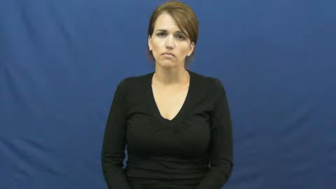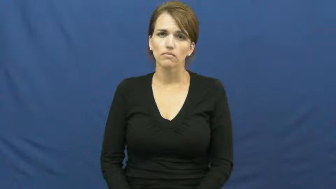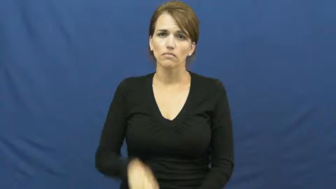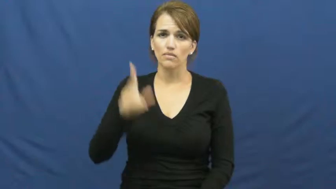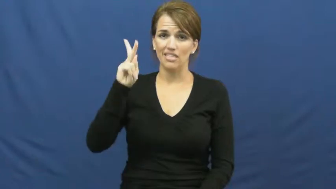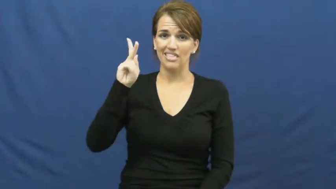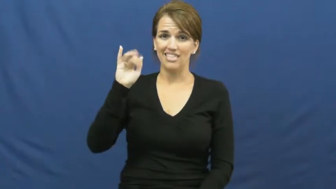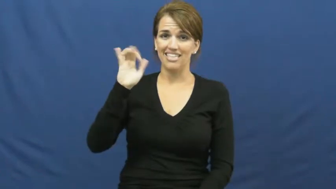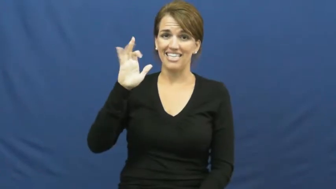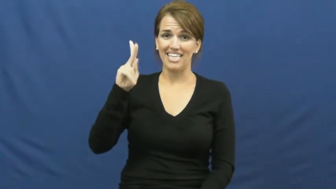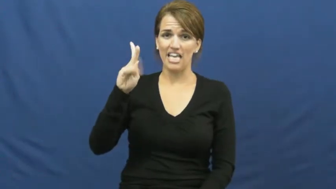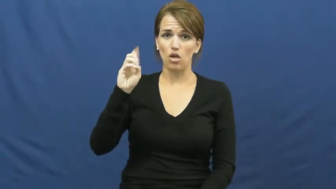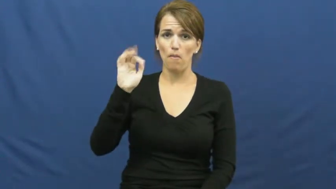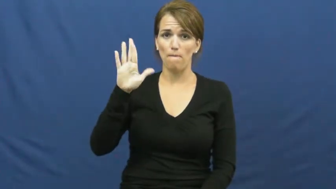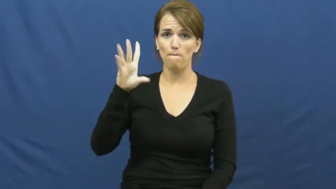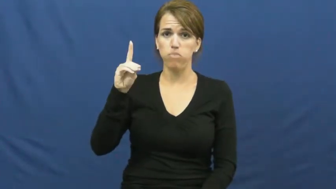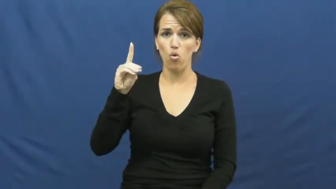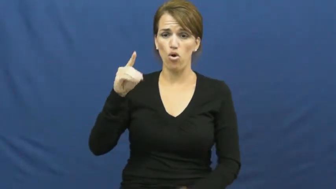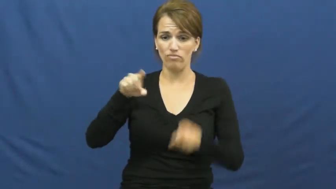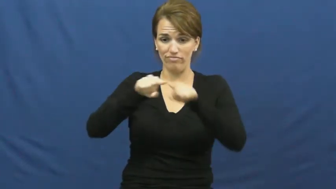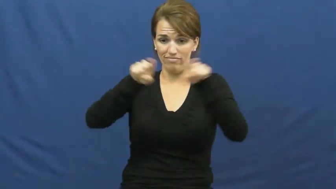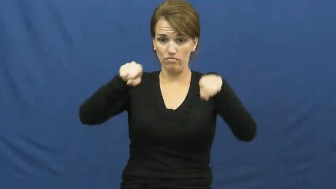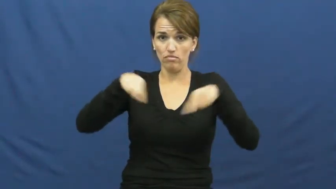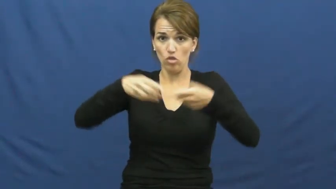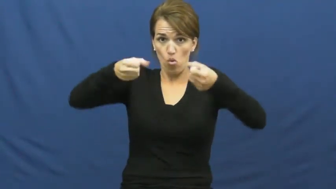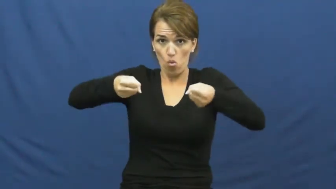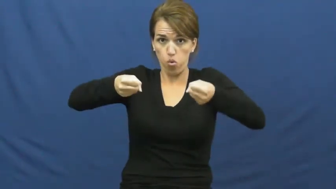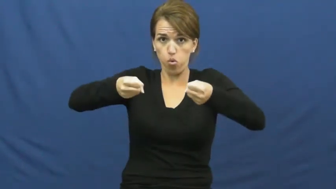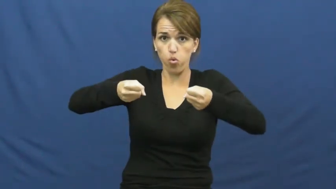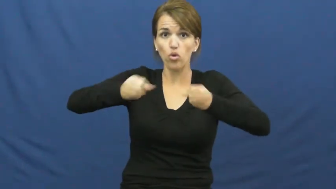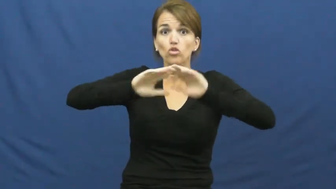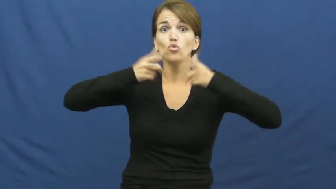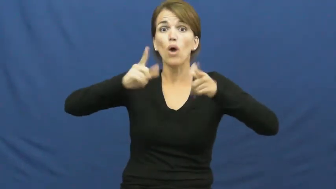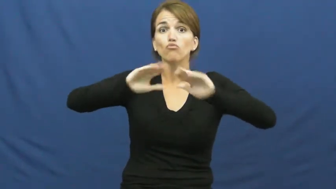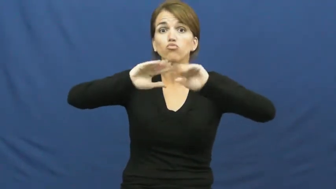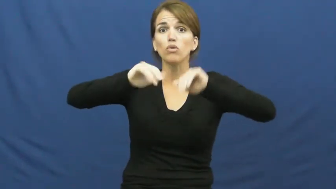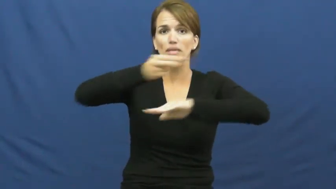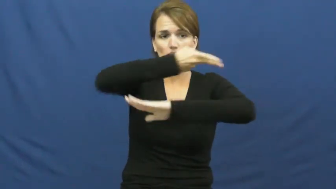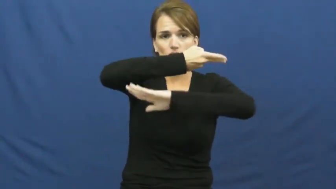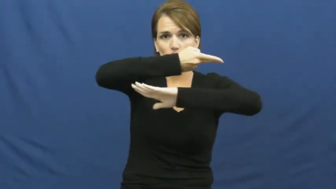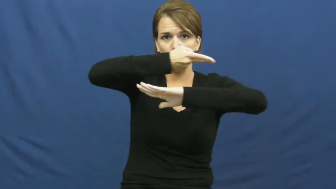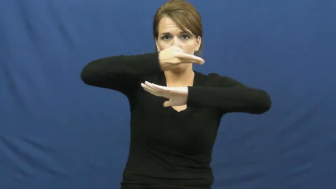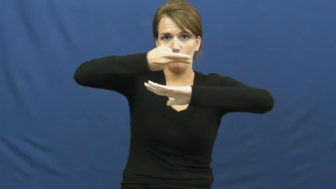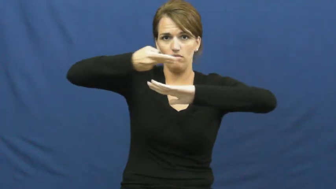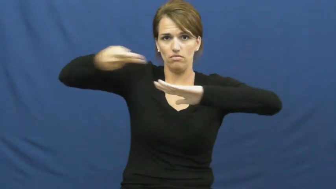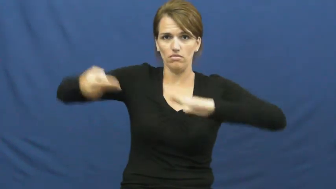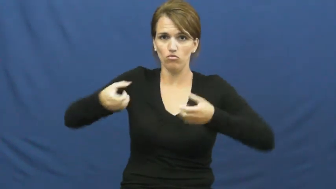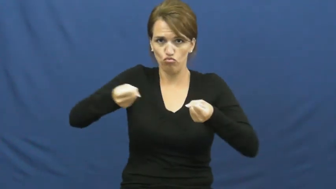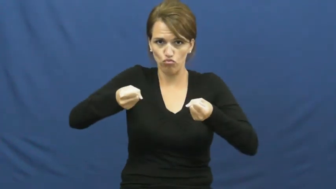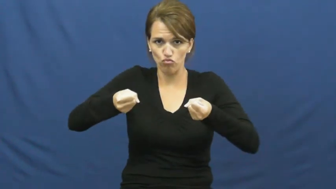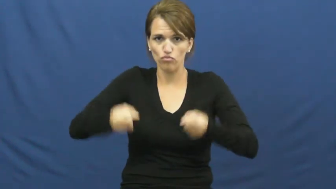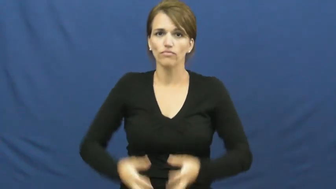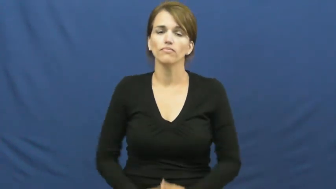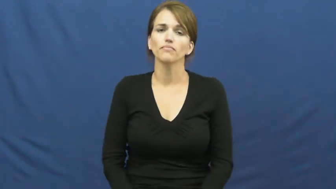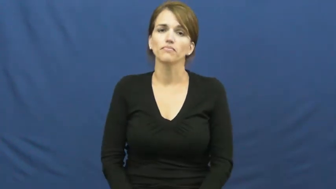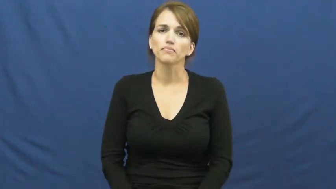kickboard